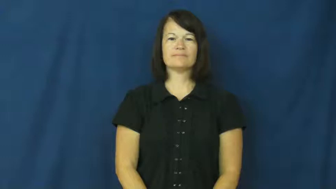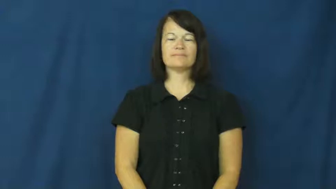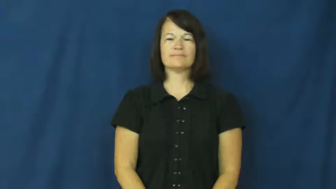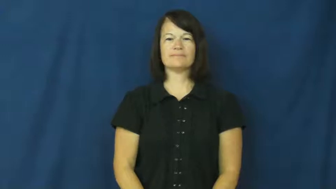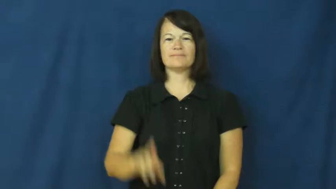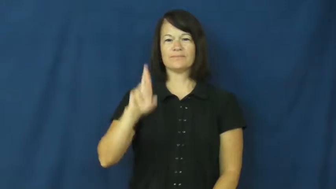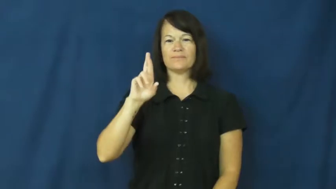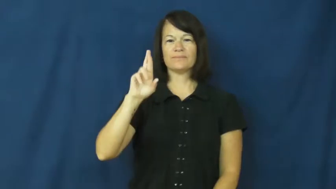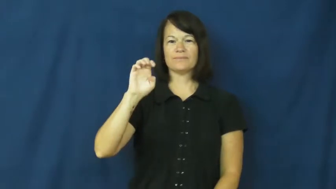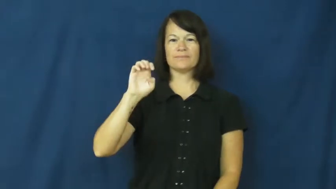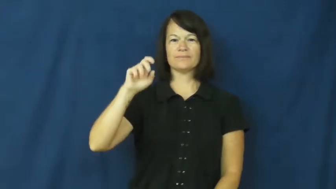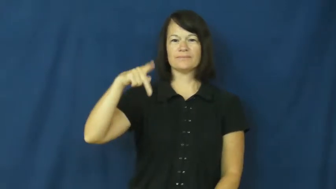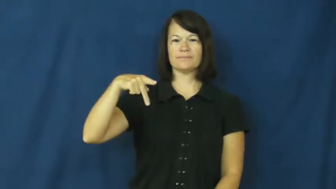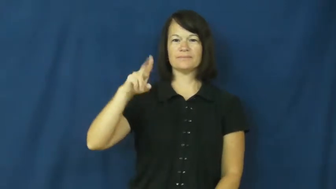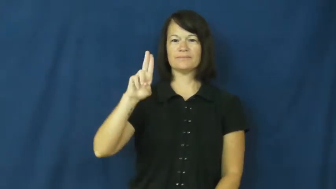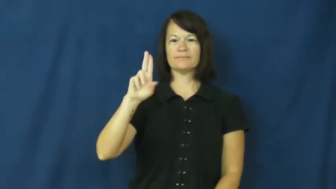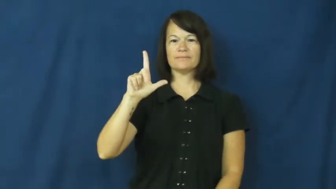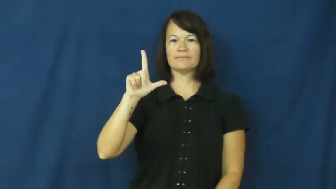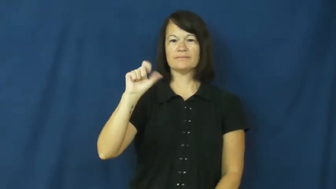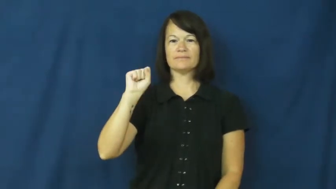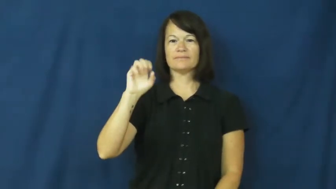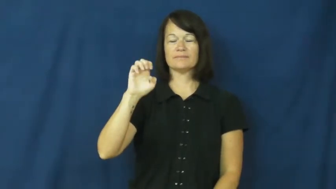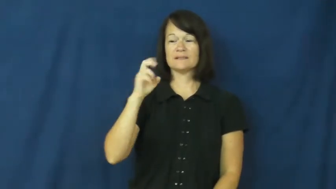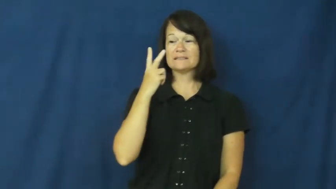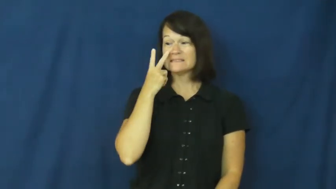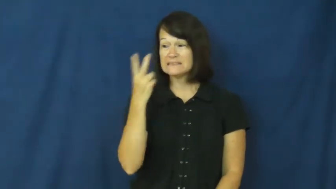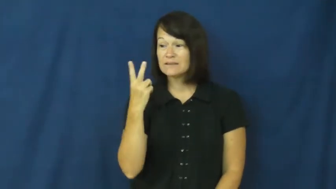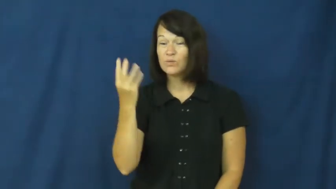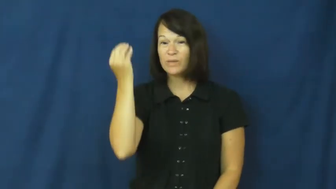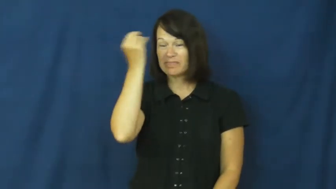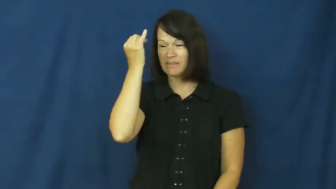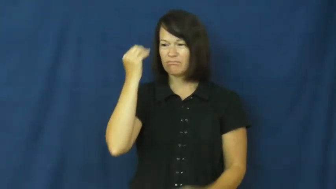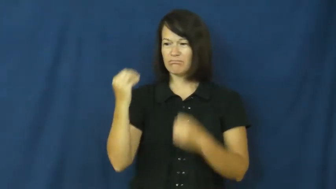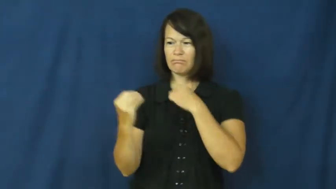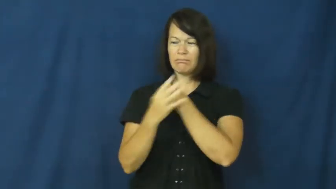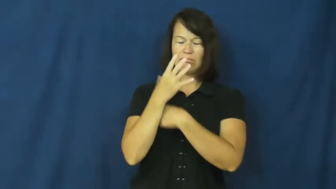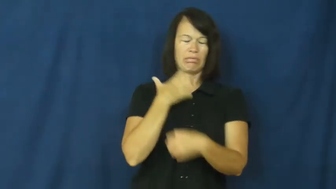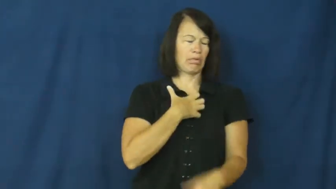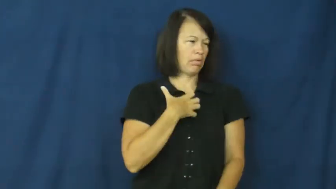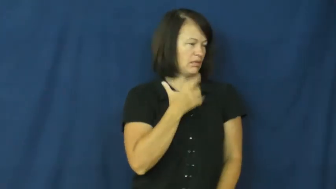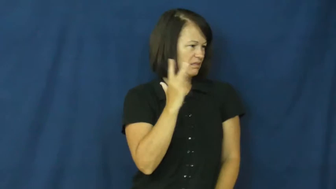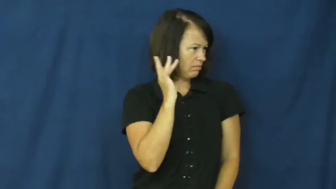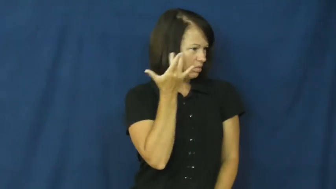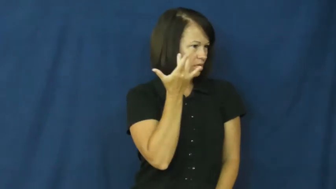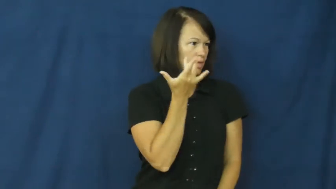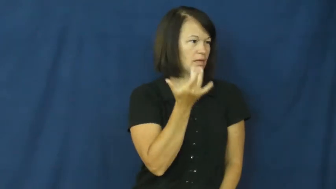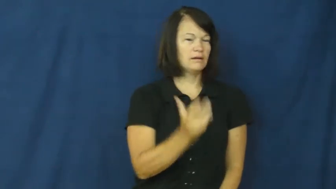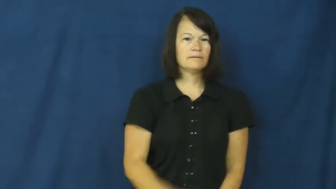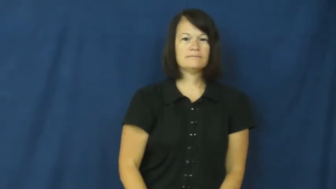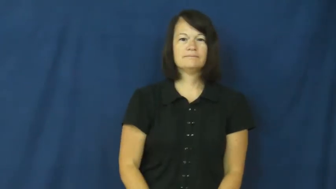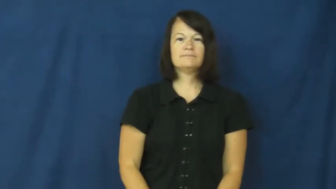repulse-make sick